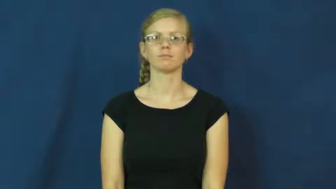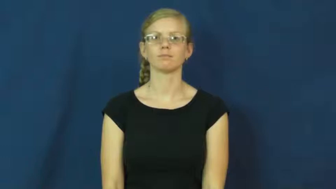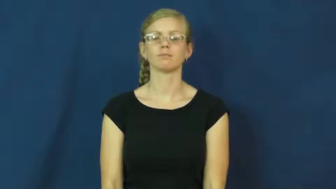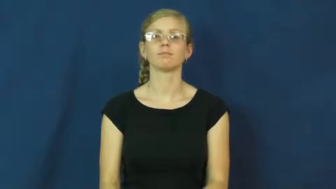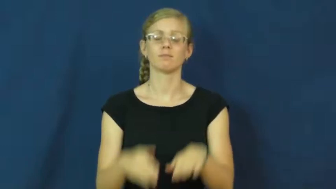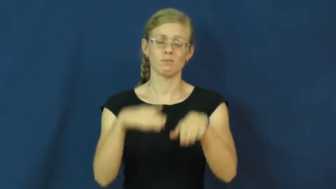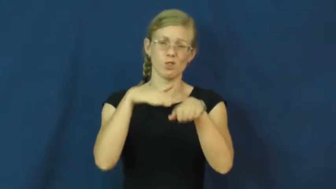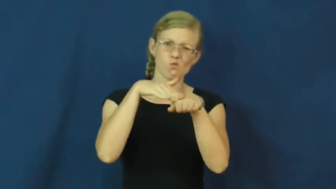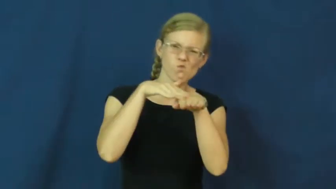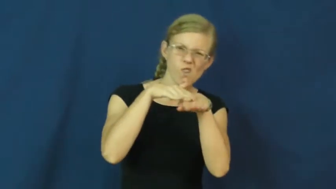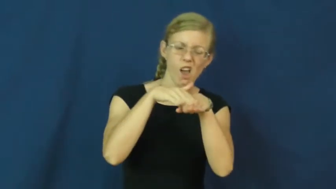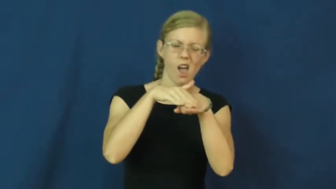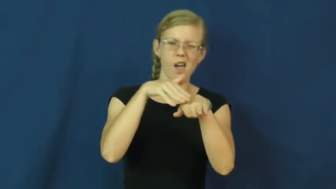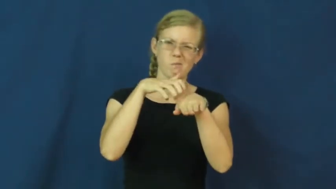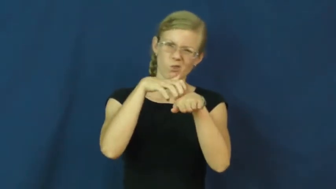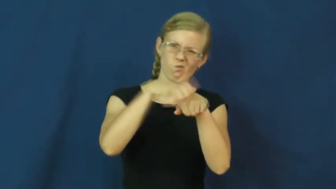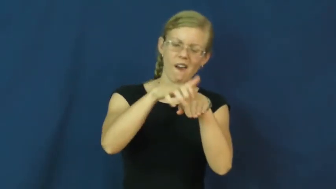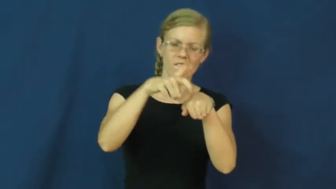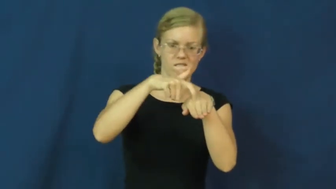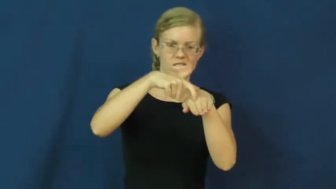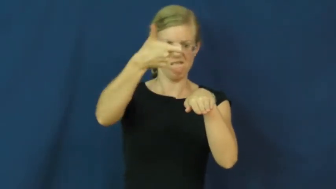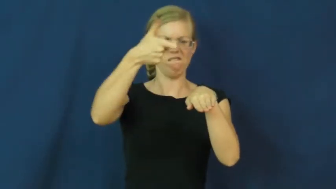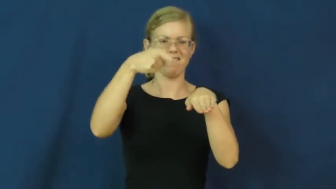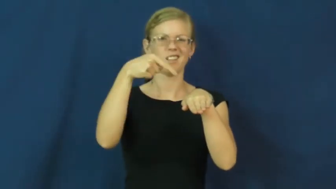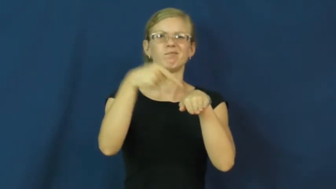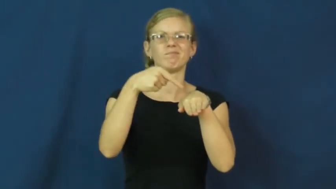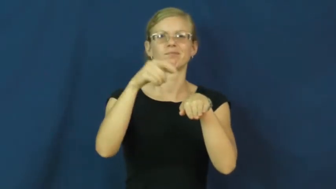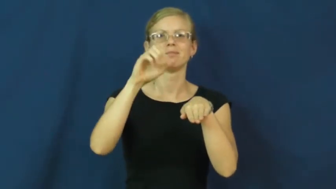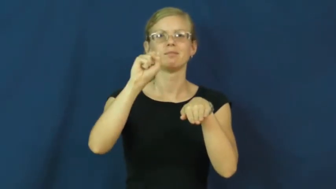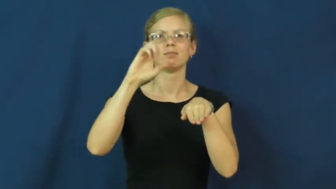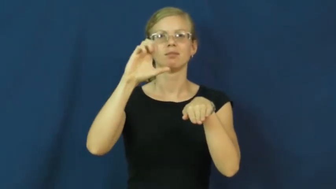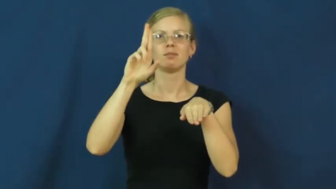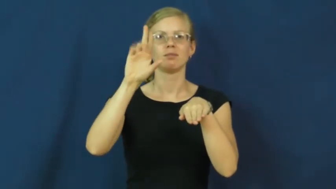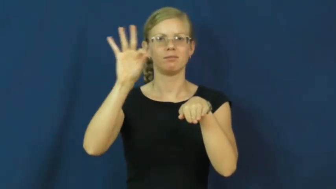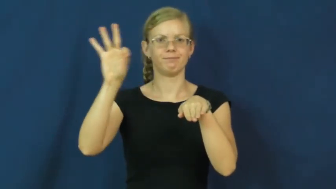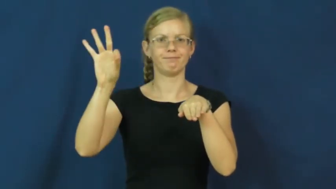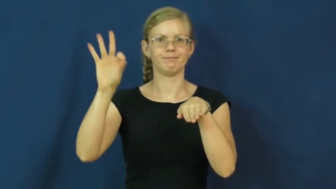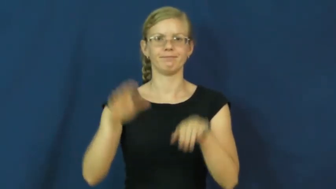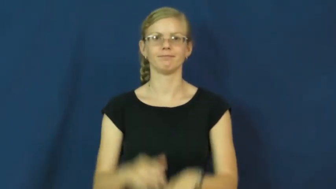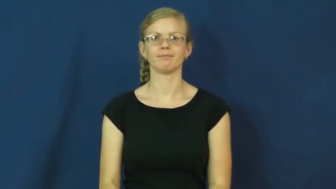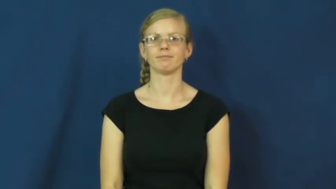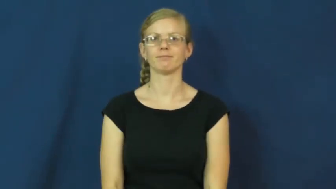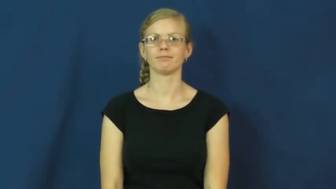scuff,scuff up-mark